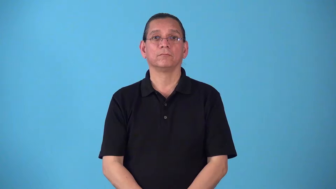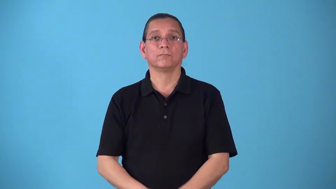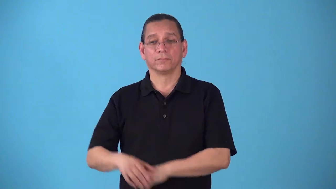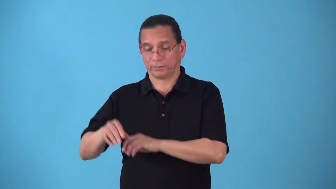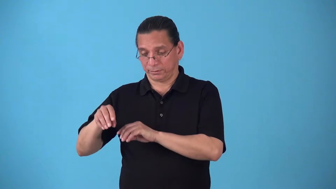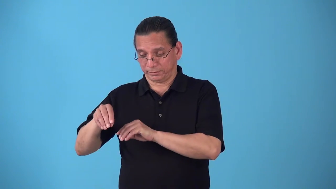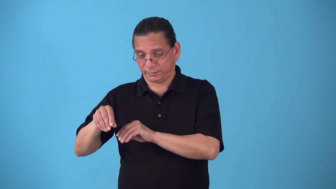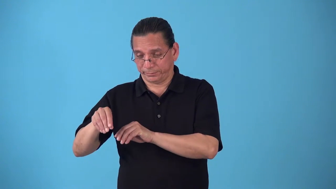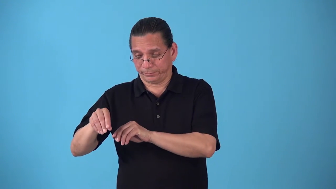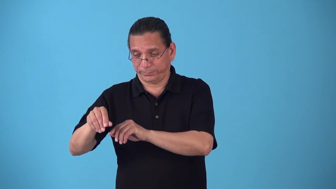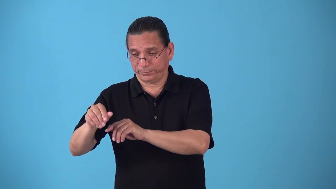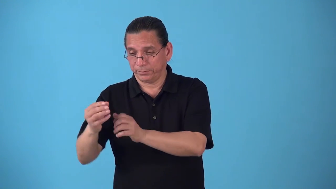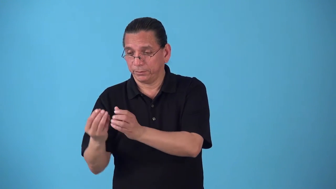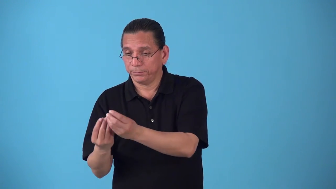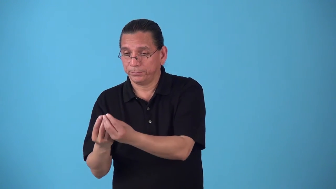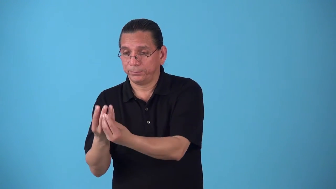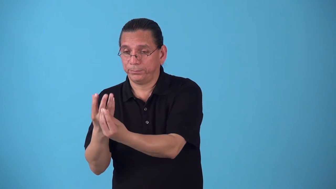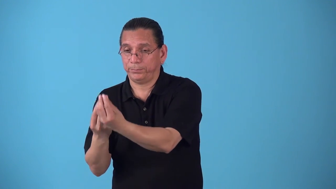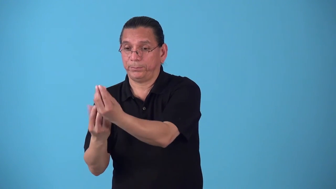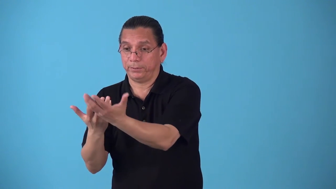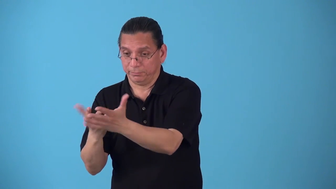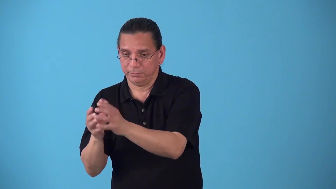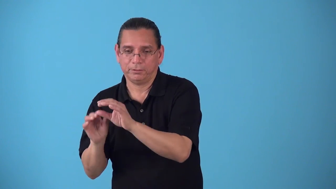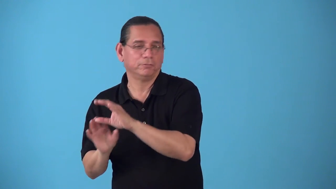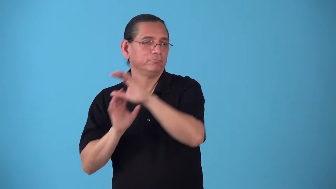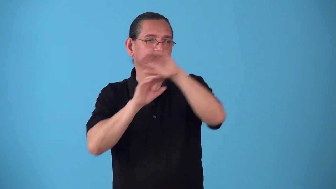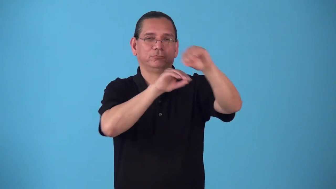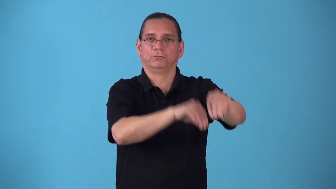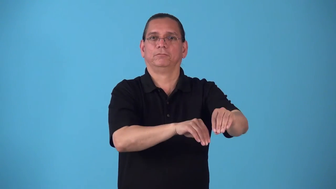seedbed